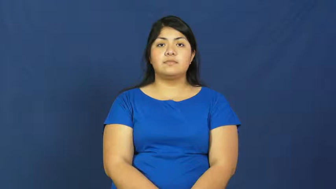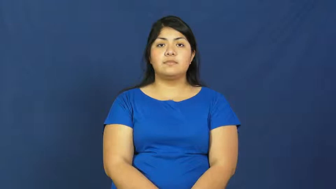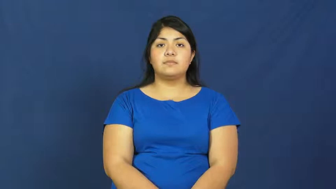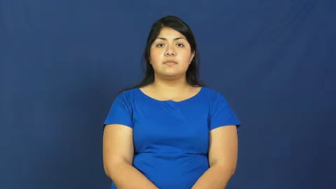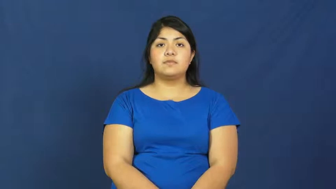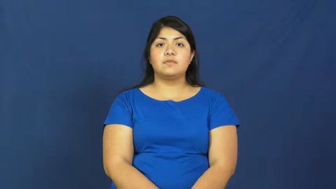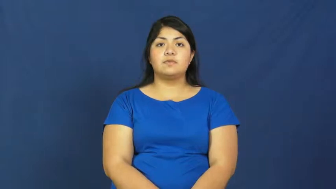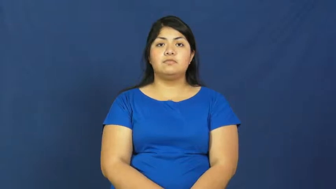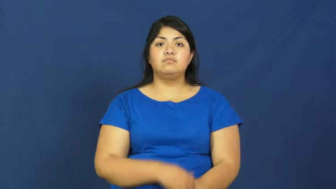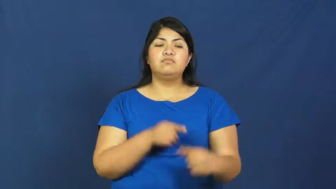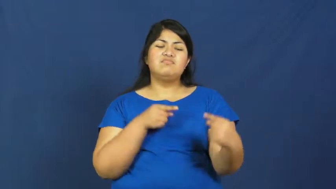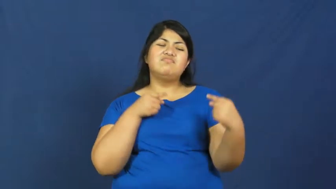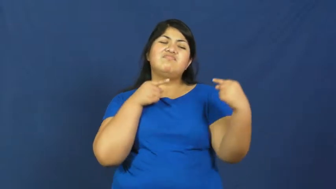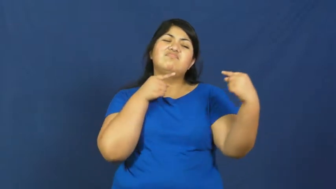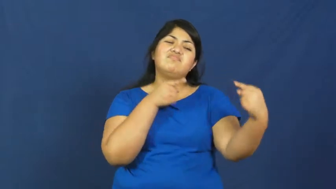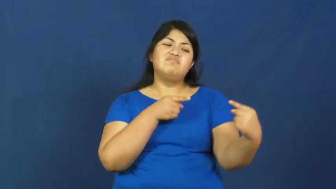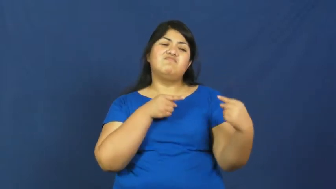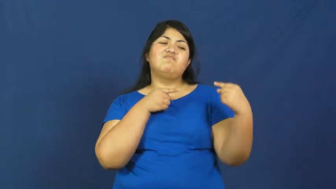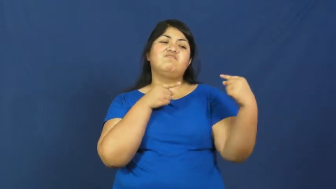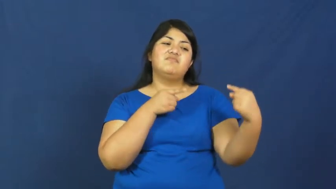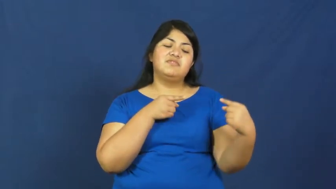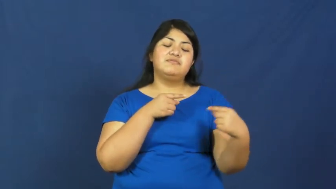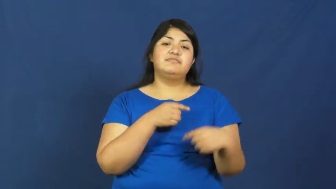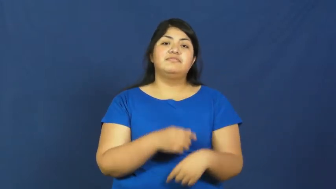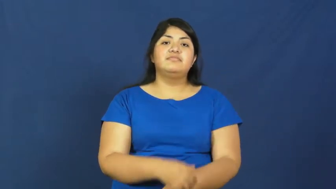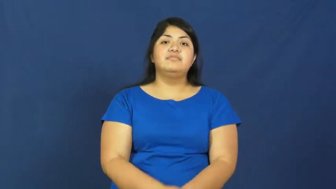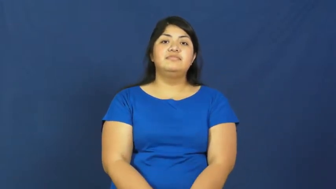struggle,tribulation,grapple